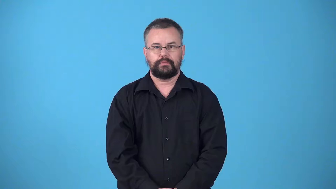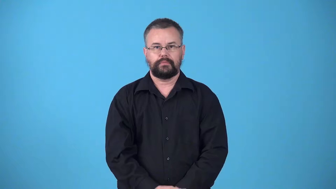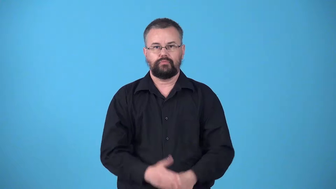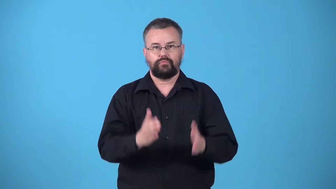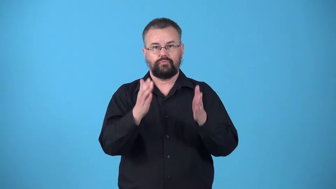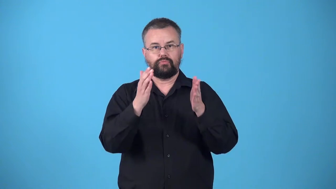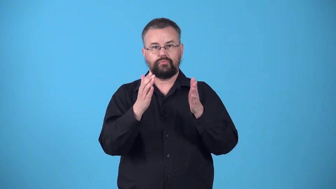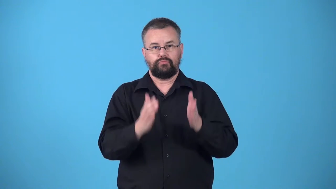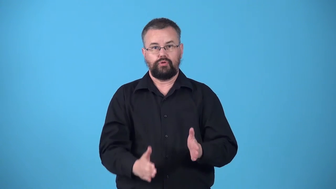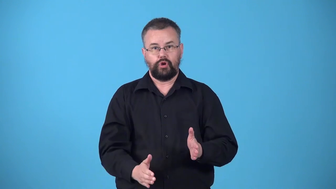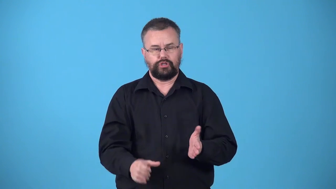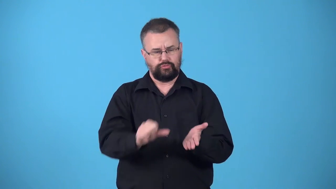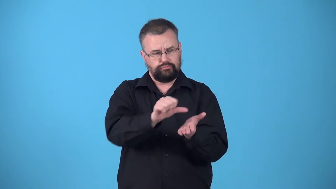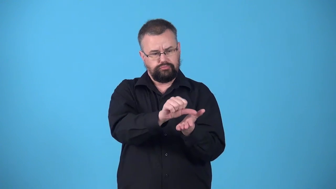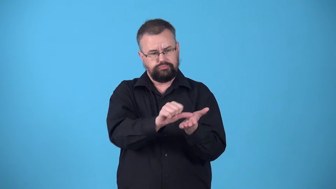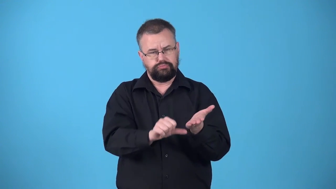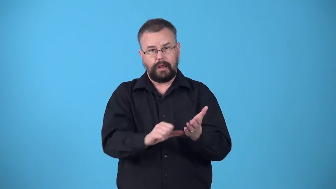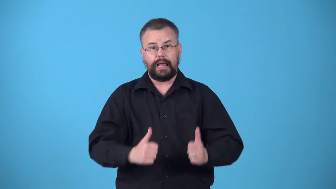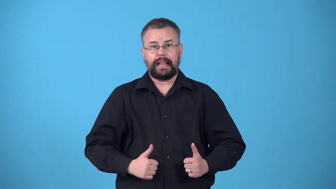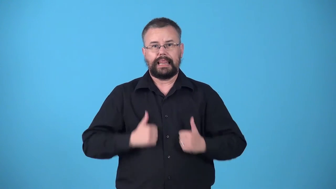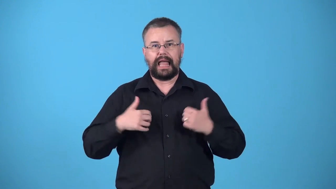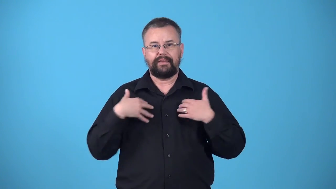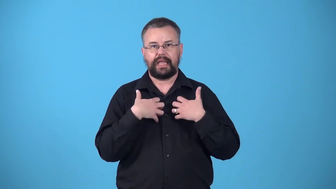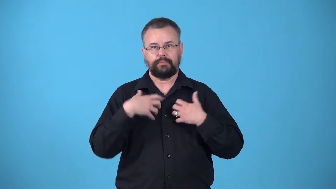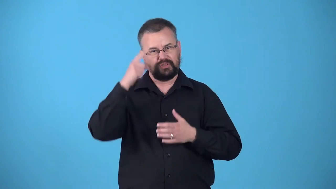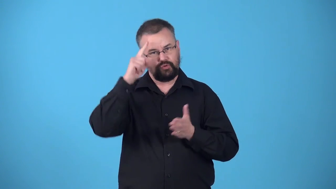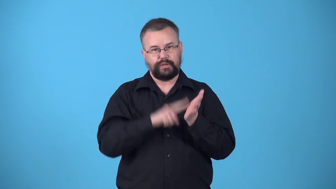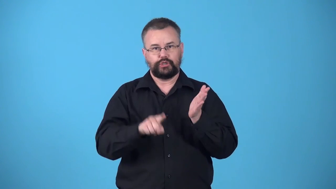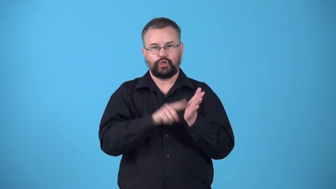vivisectionist